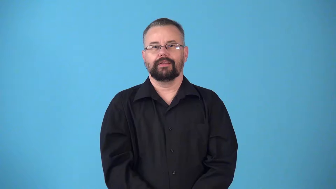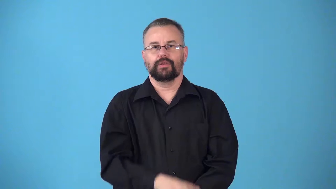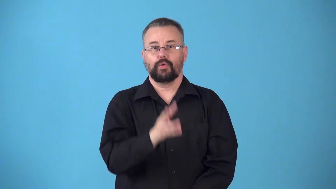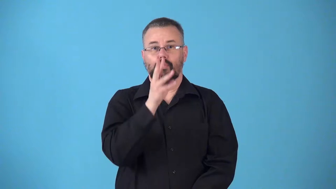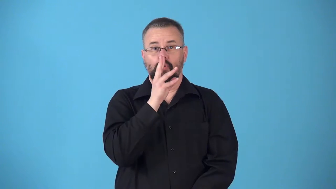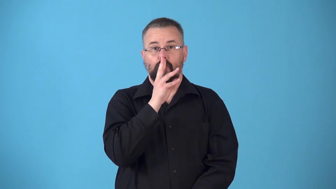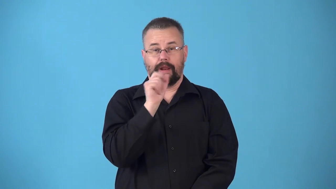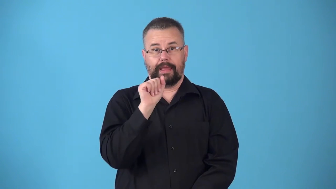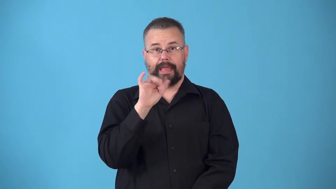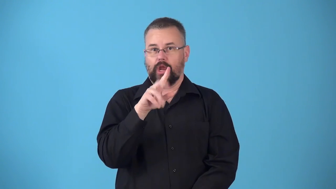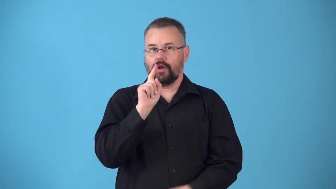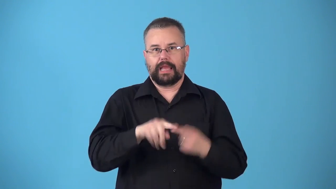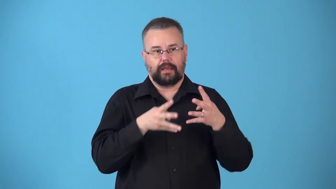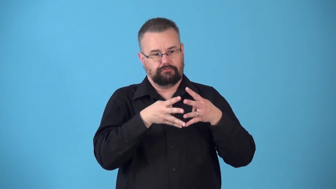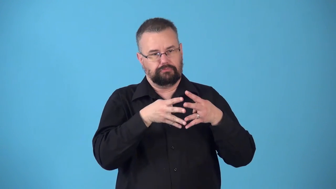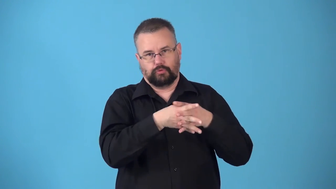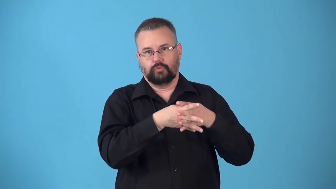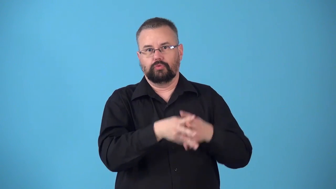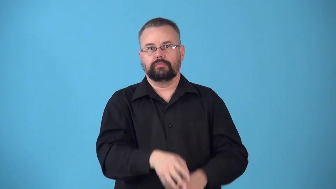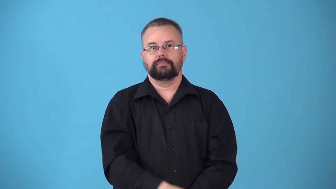nonporous